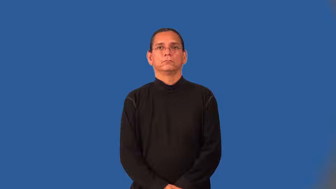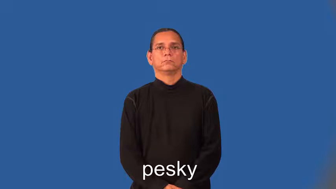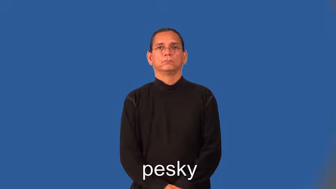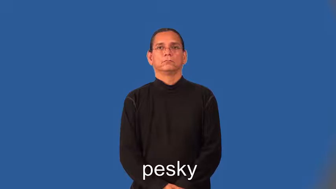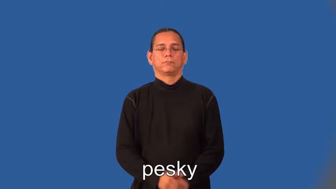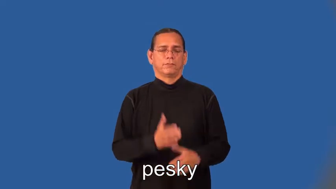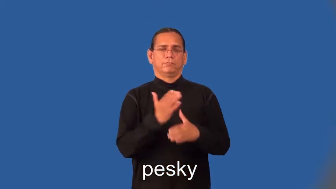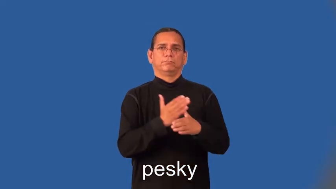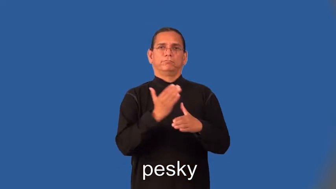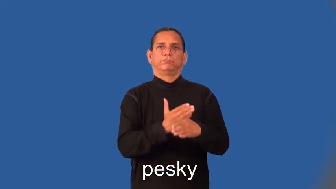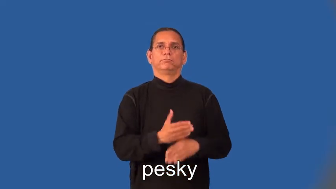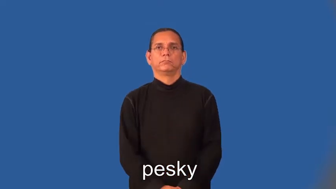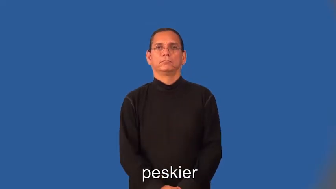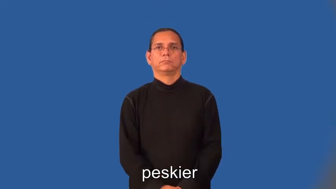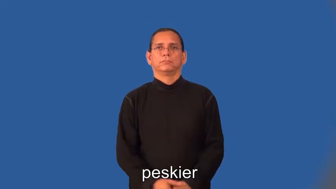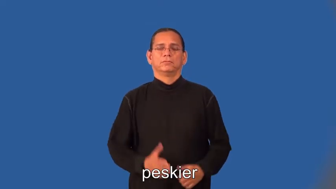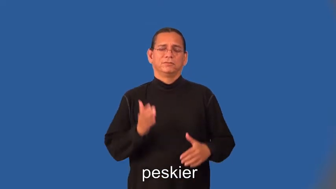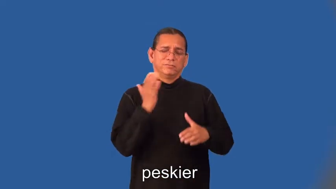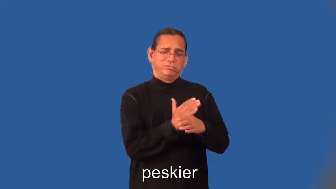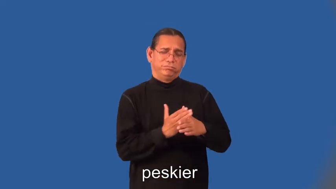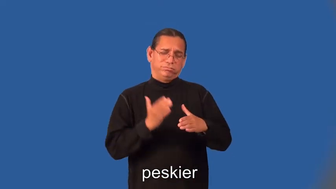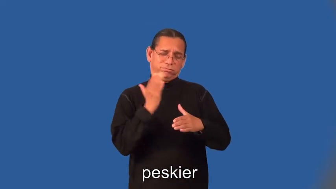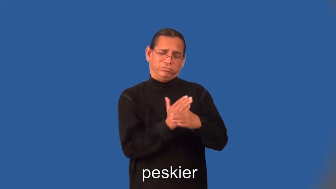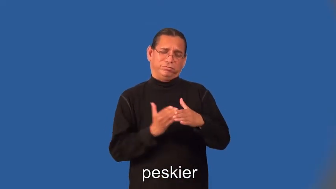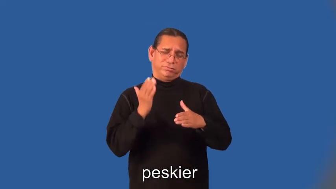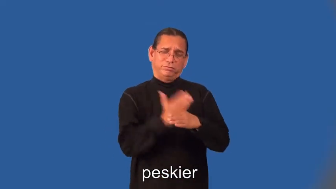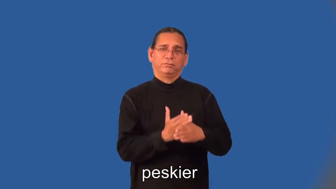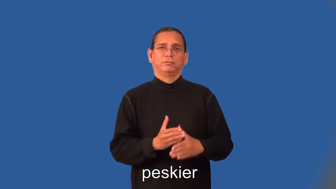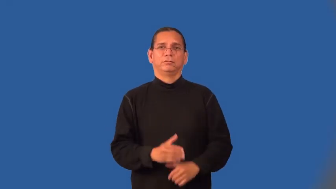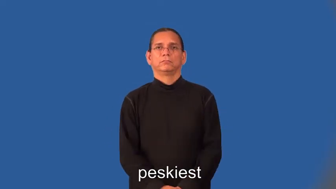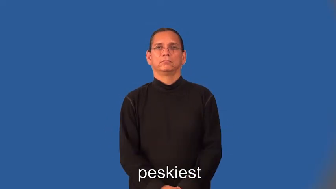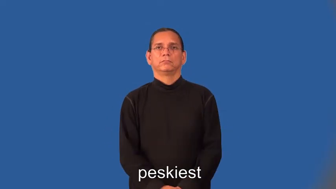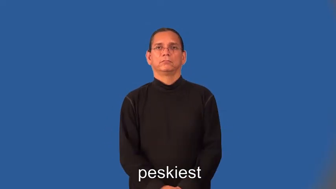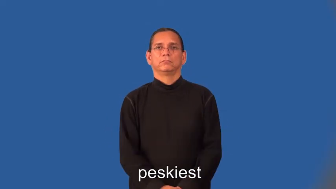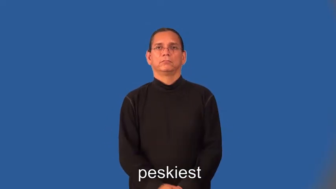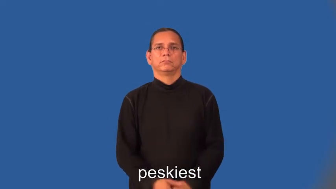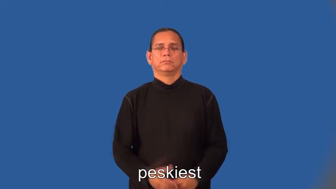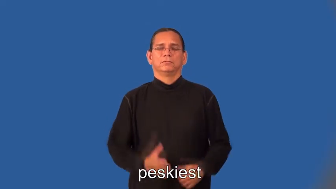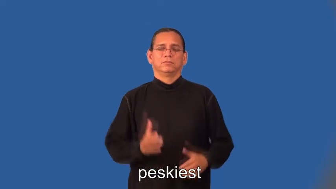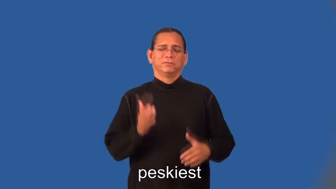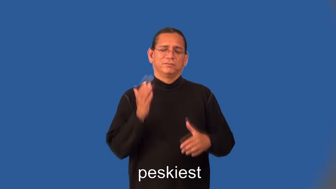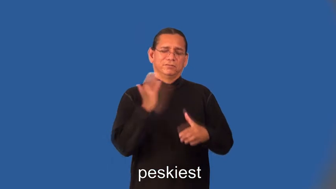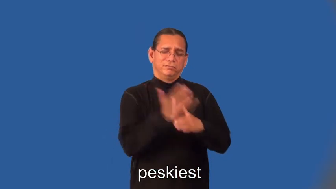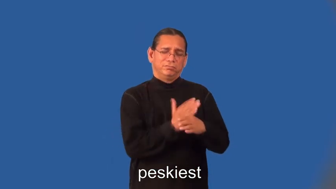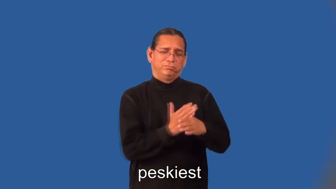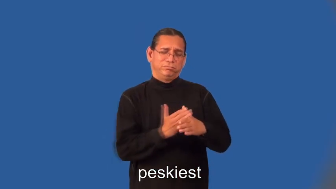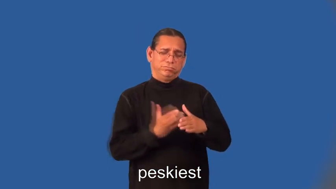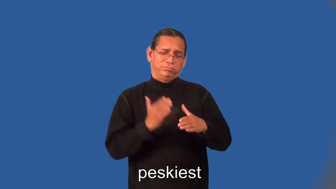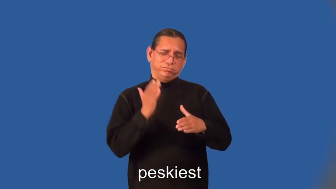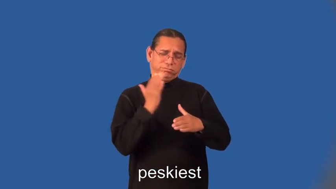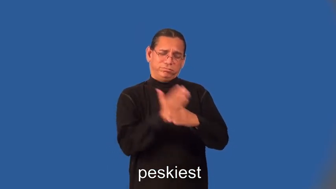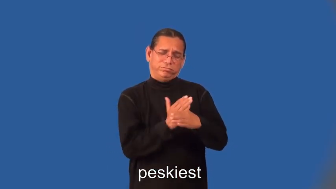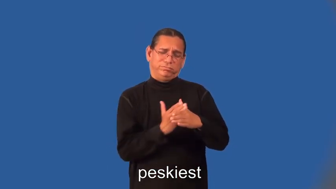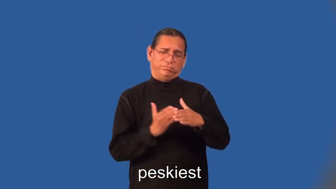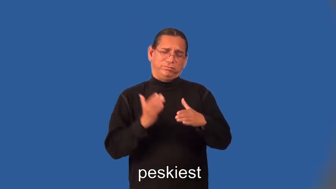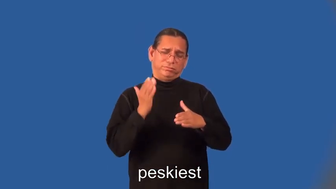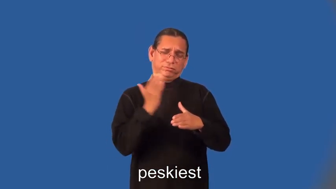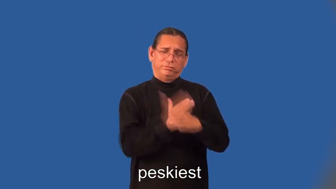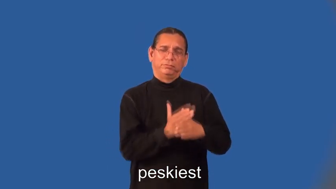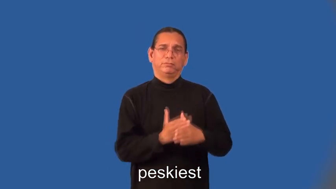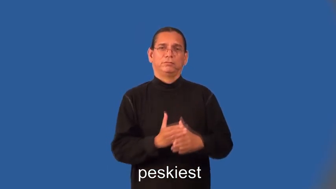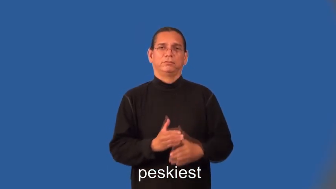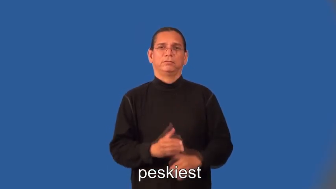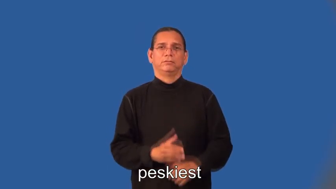peskier,peskiest